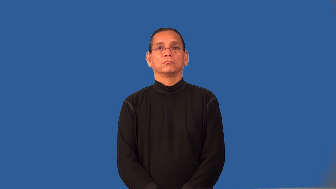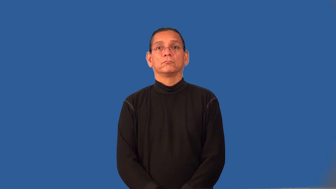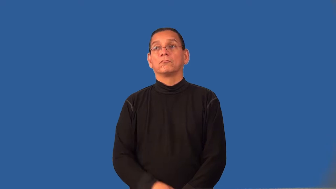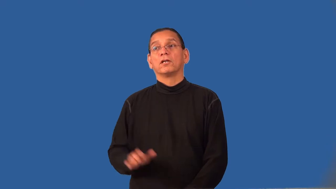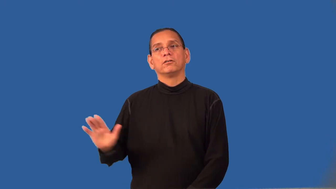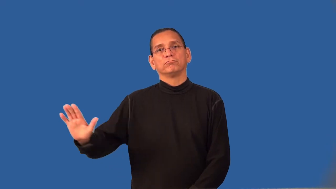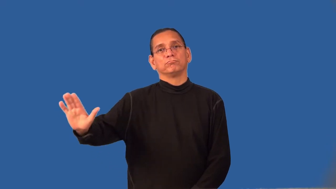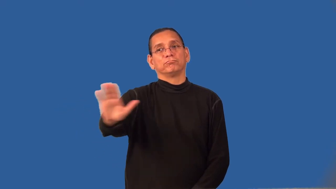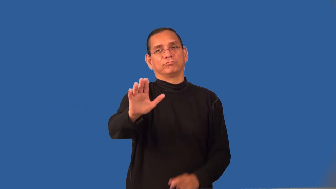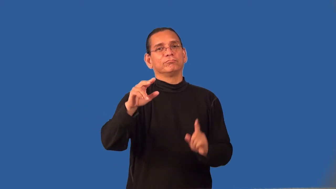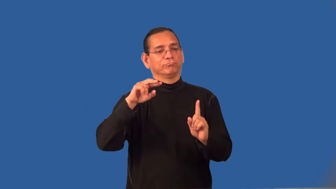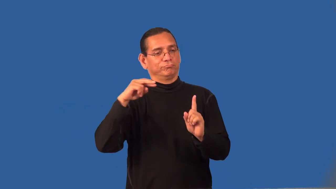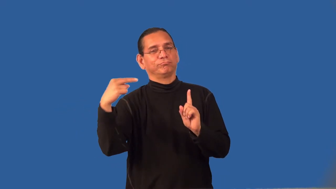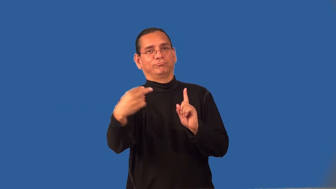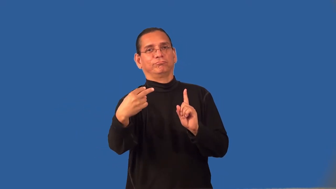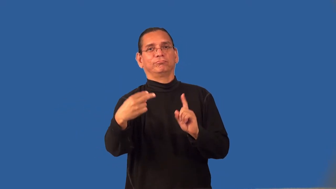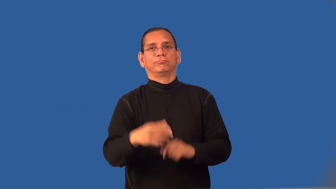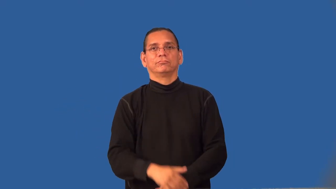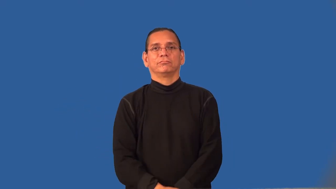repute-how someone is thought by others